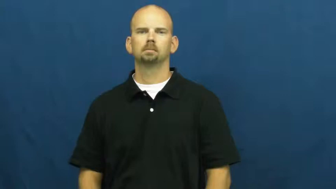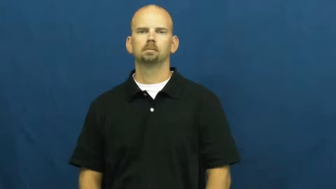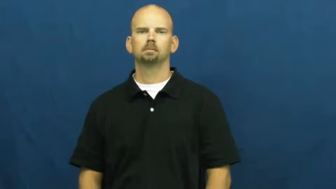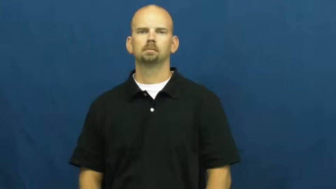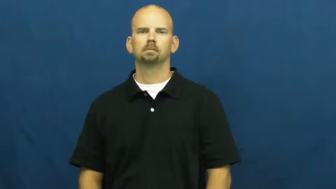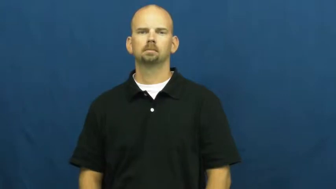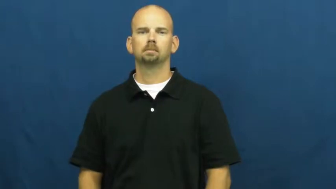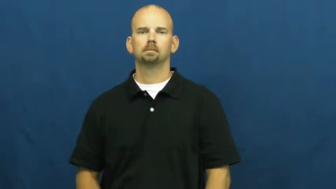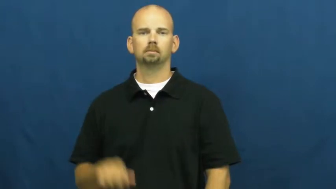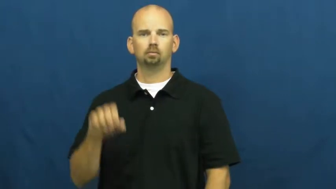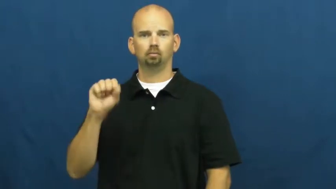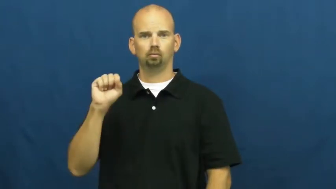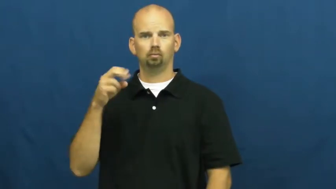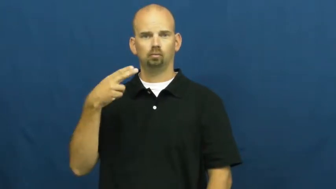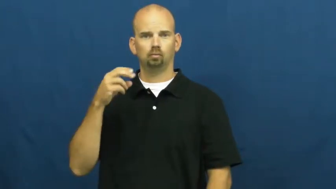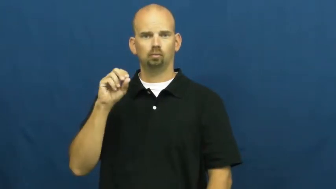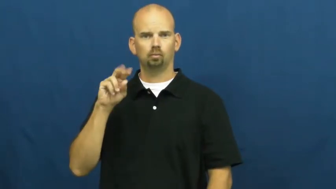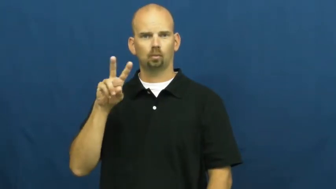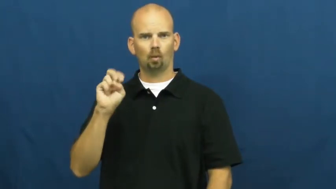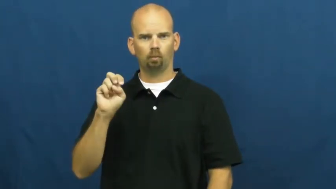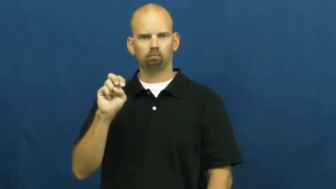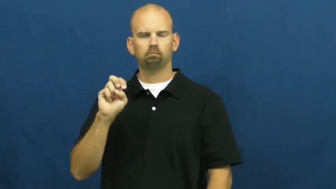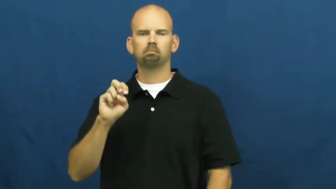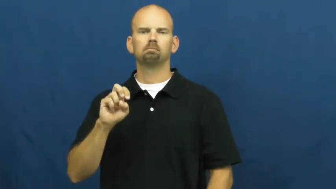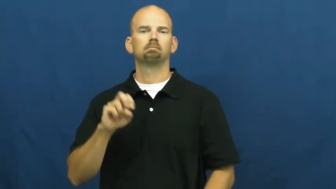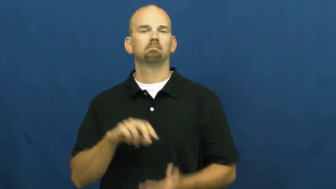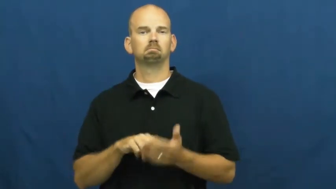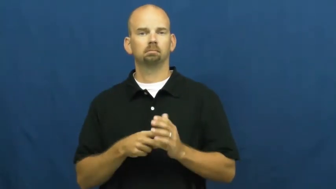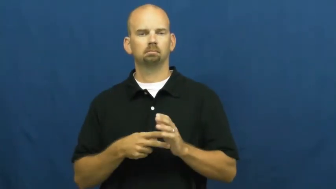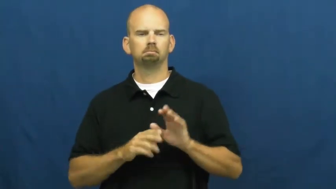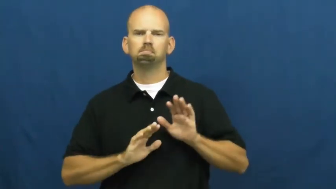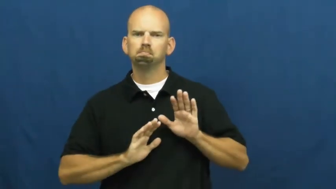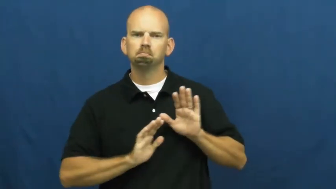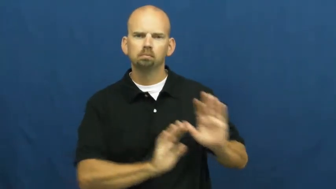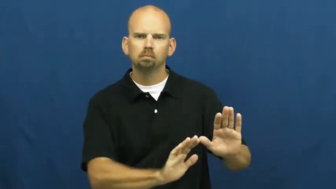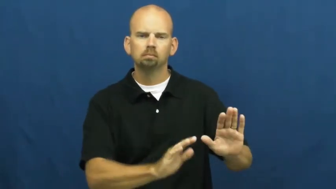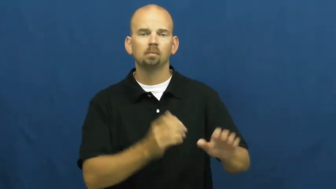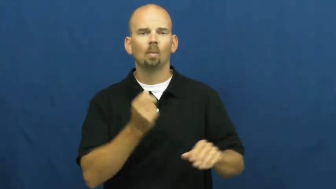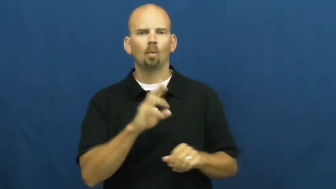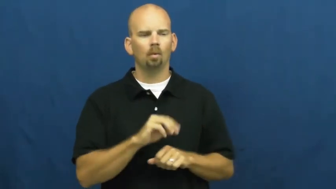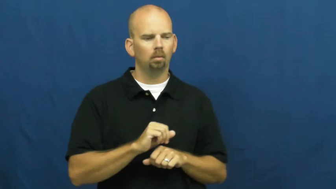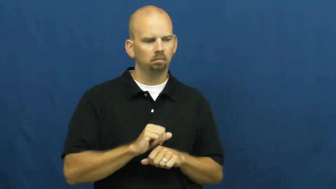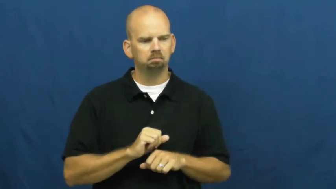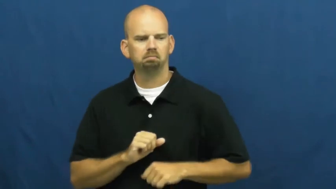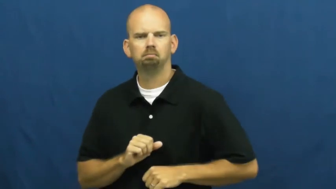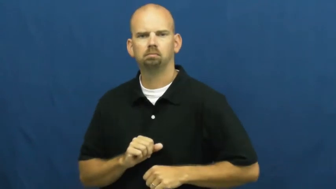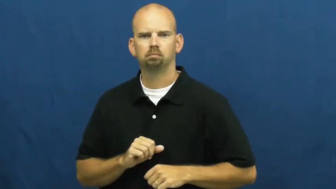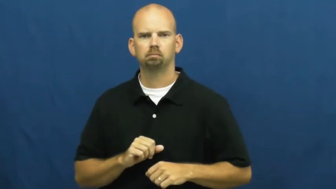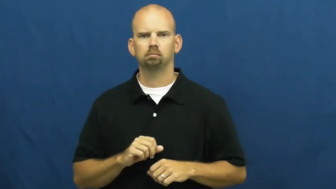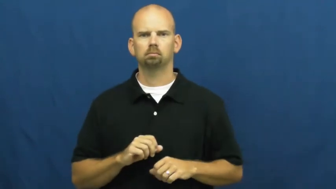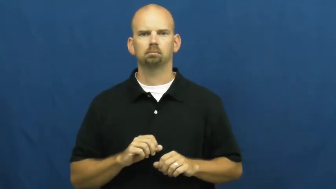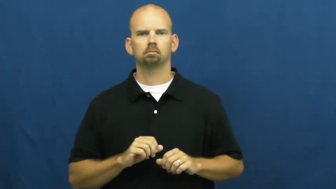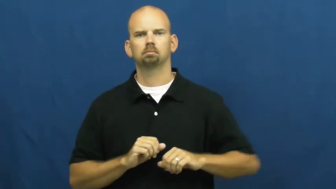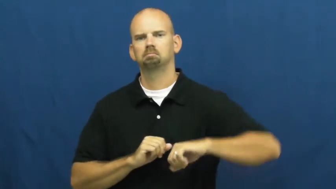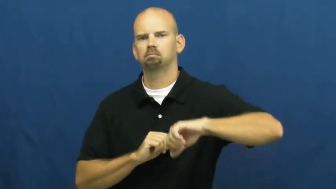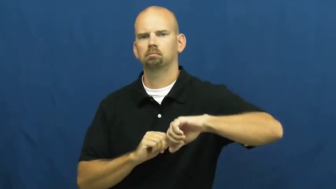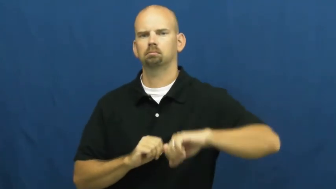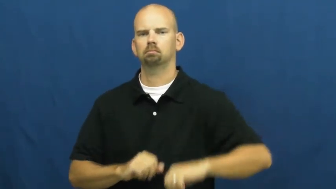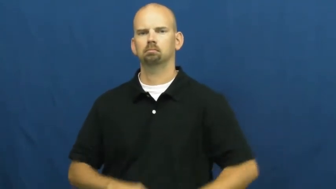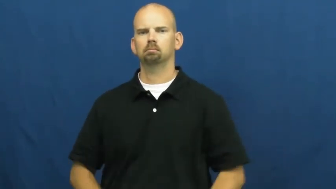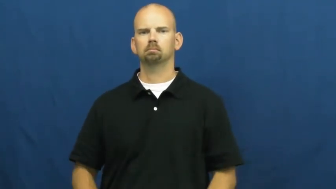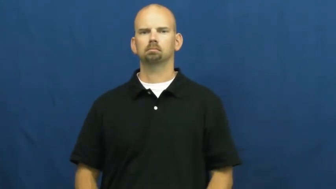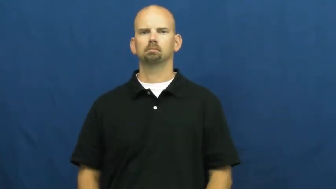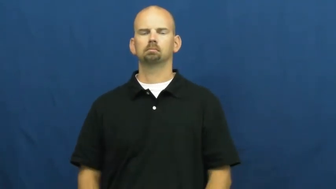shove